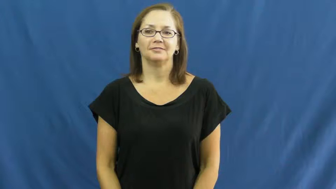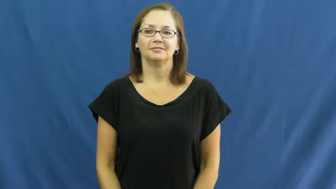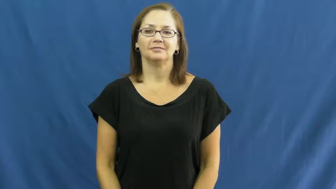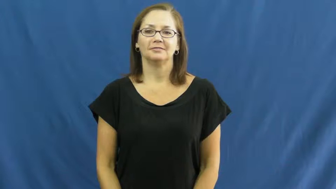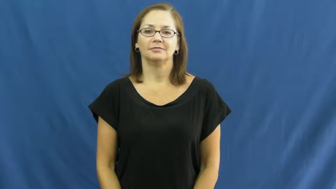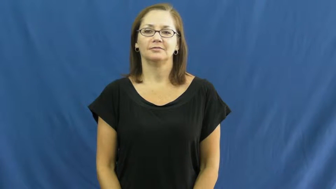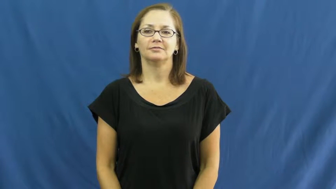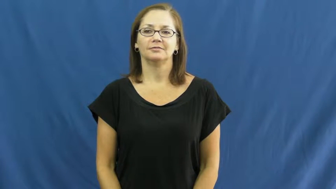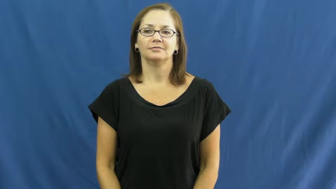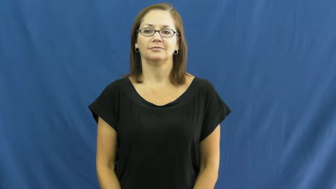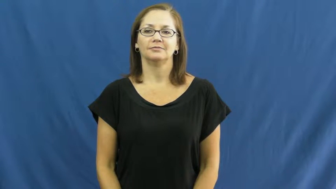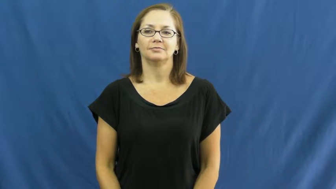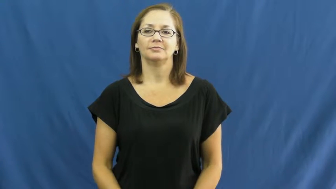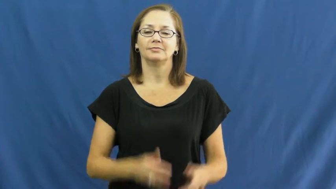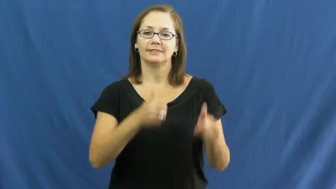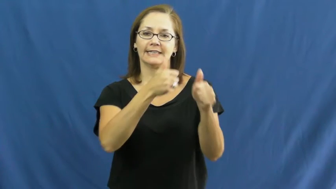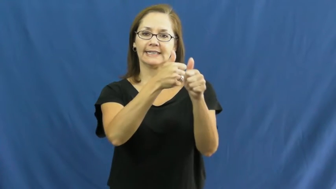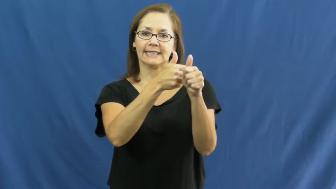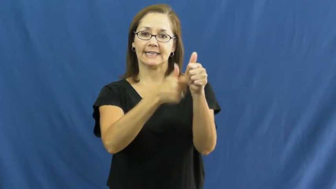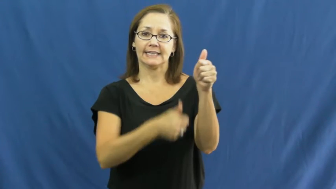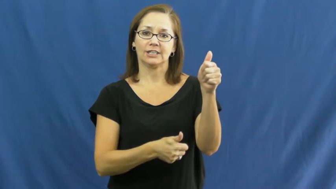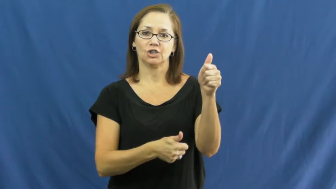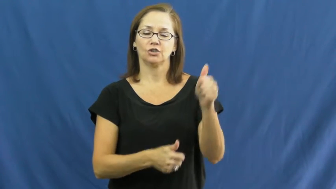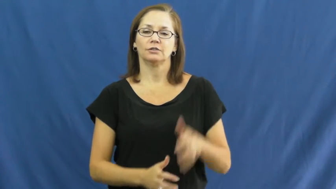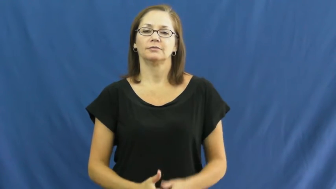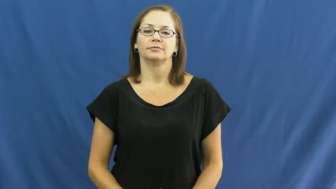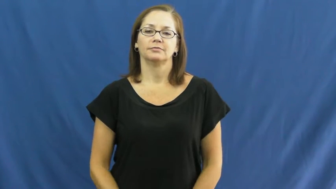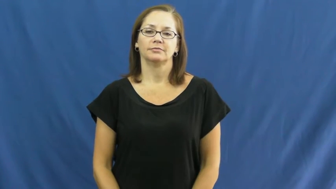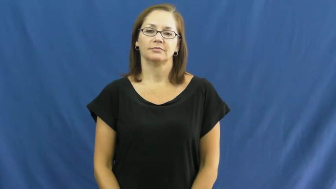each,apiece